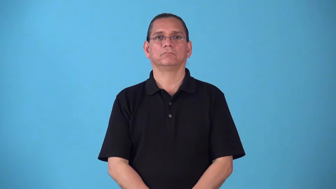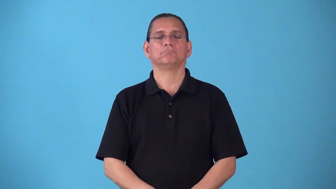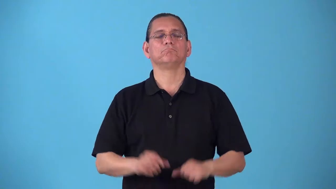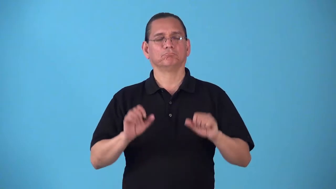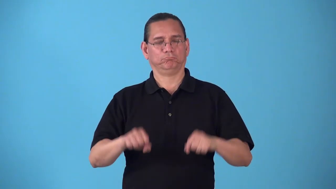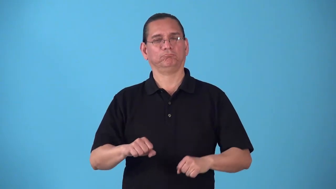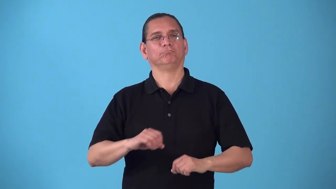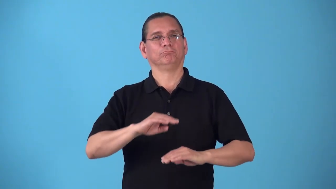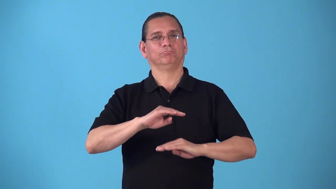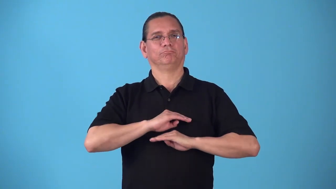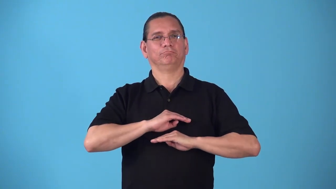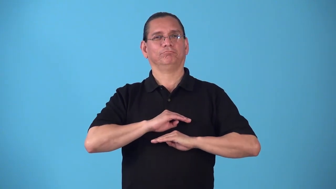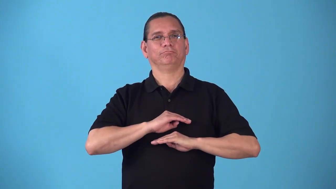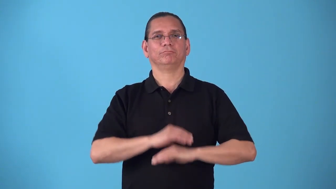satiable